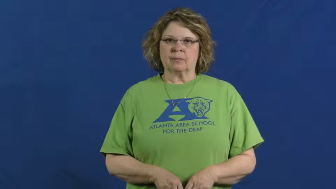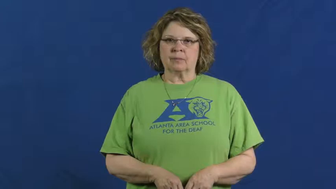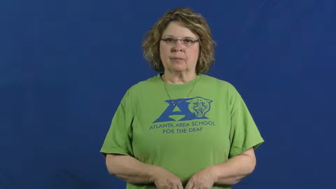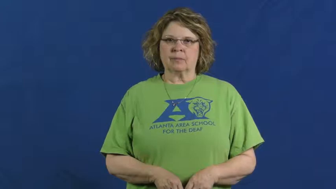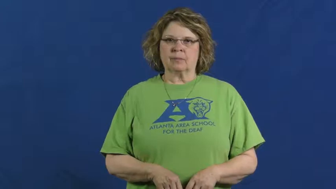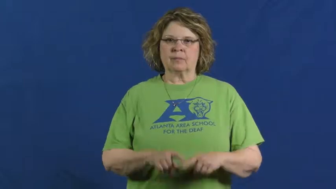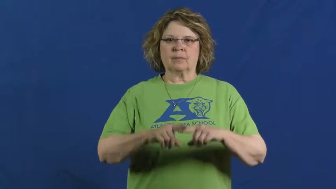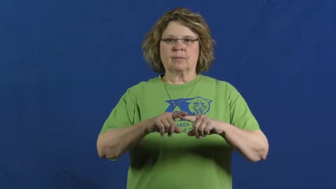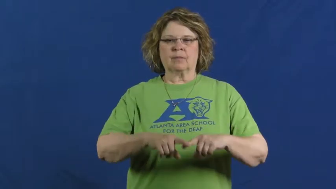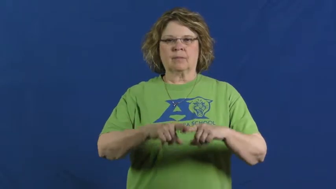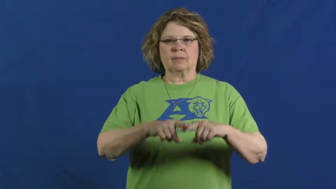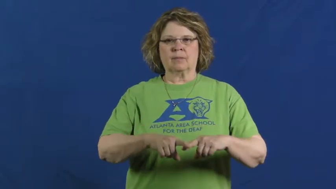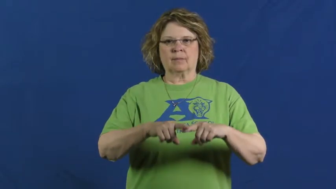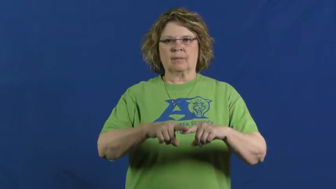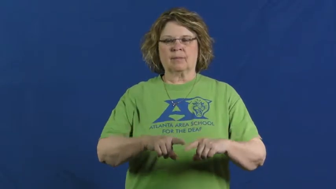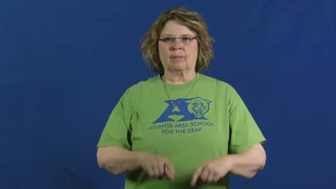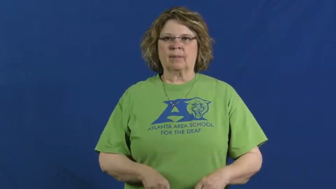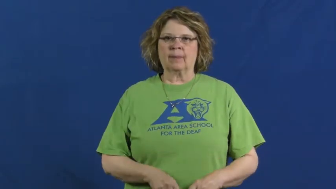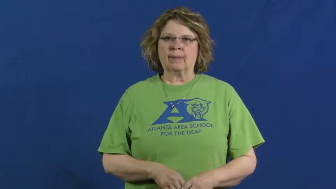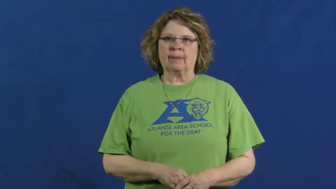rely,bank on,count on,count upon,look to,count